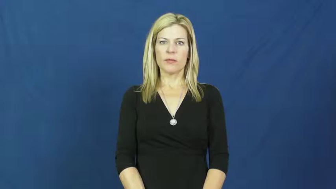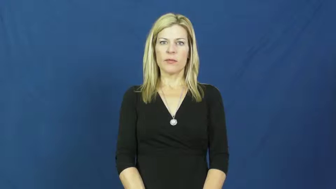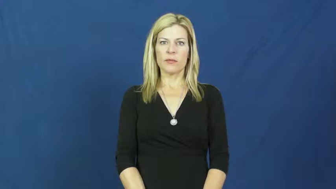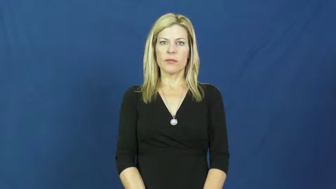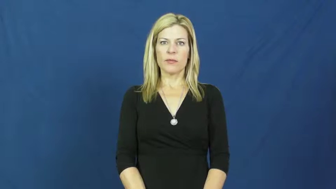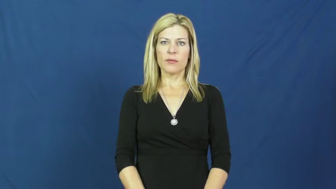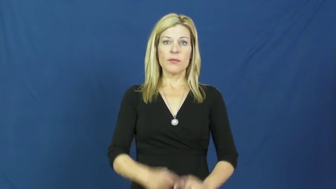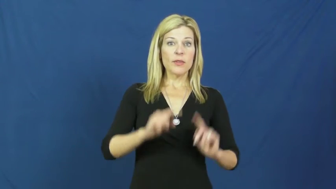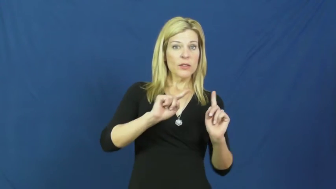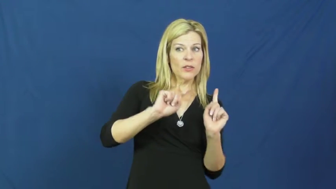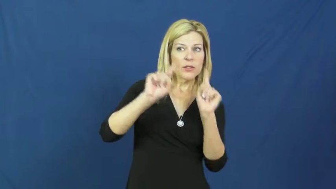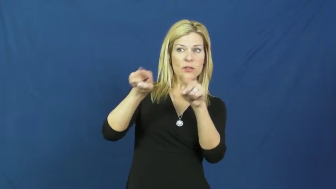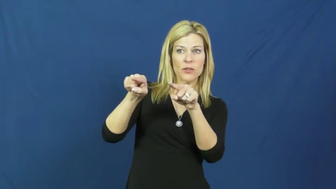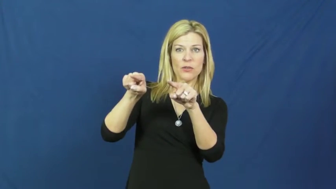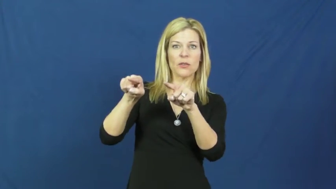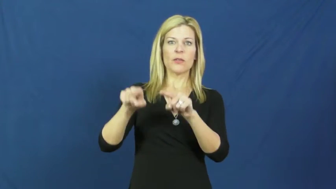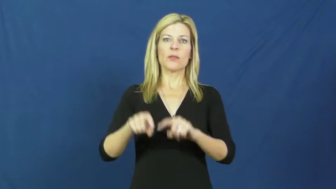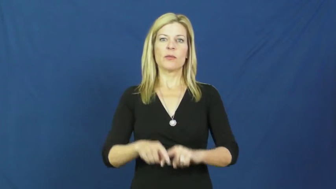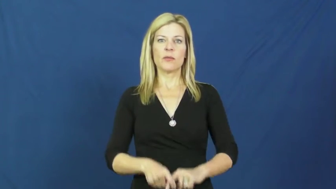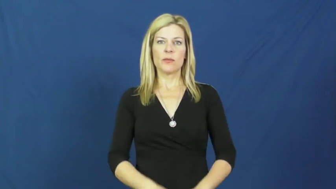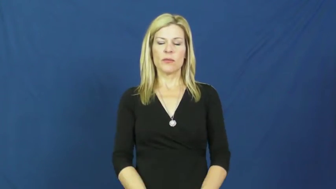run over to,run down to,run off to